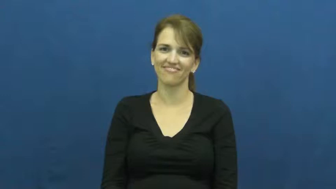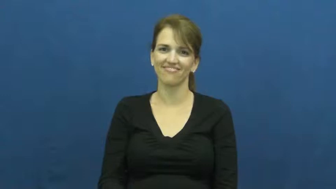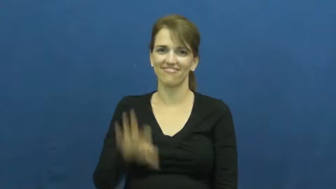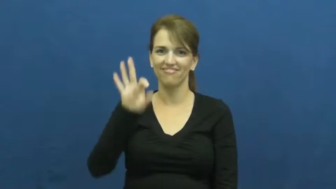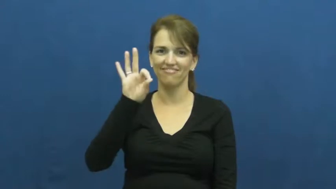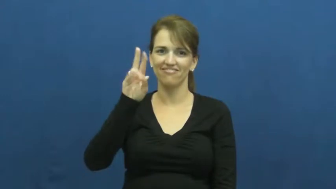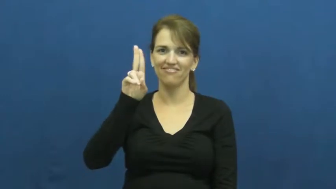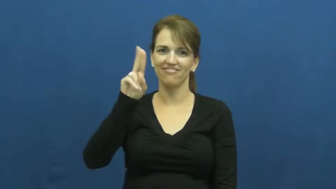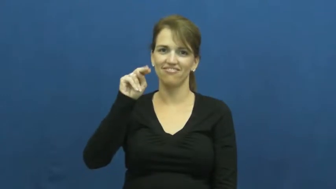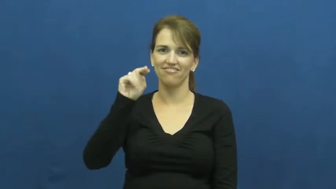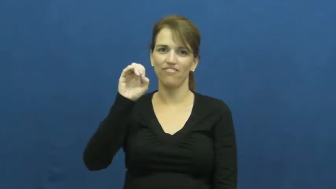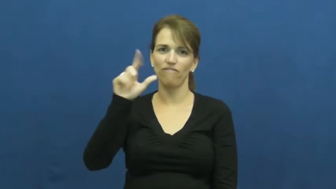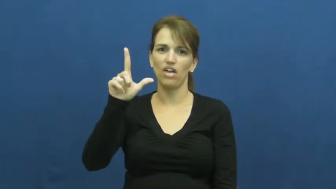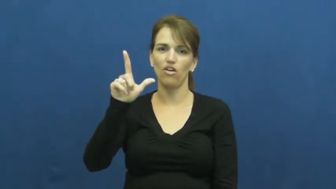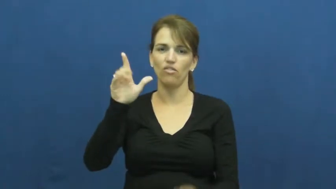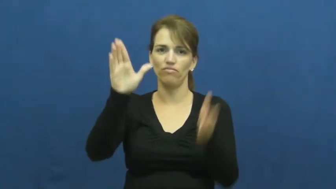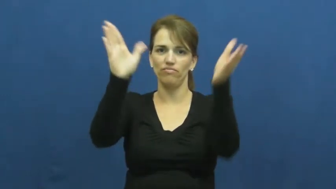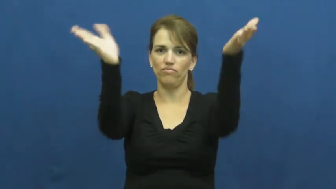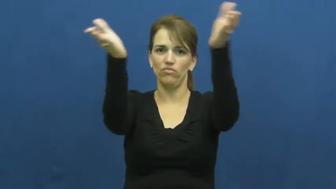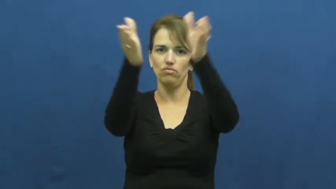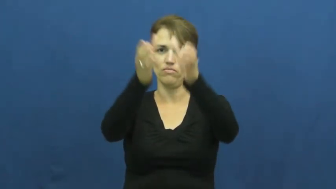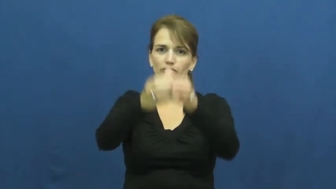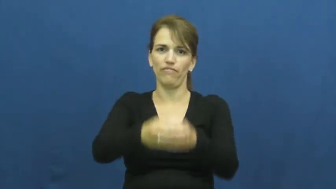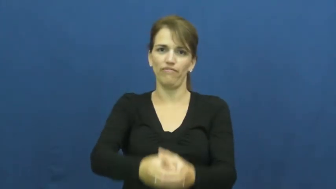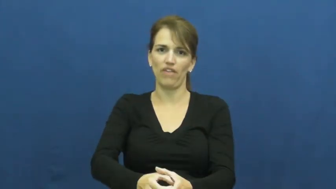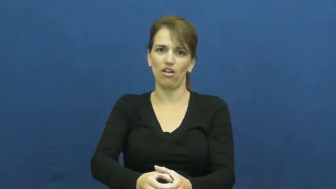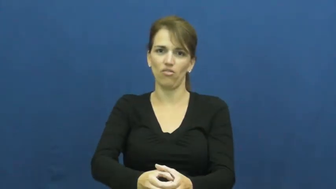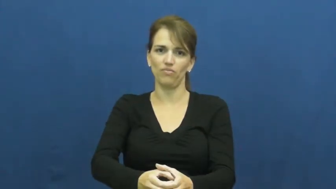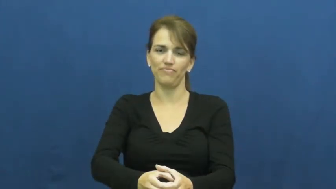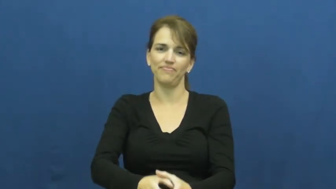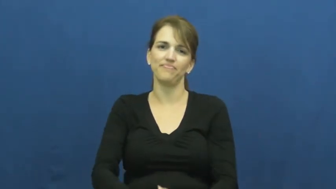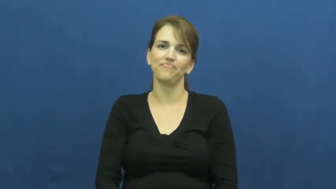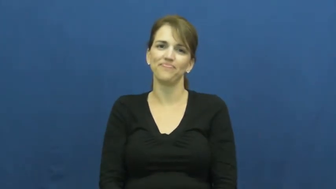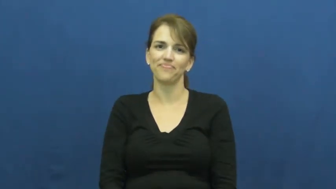funnel